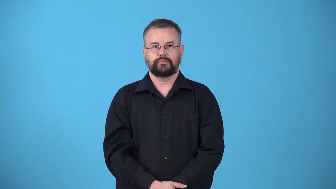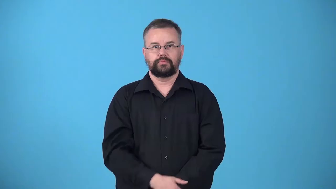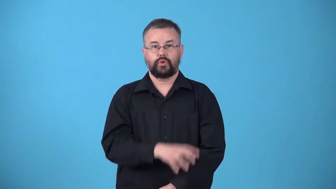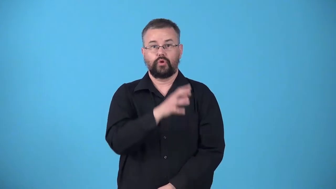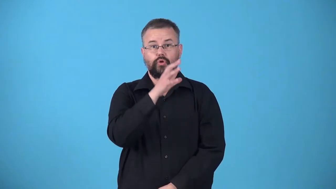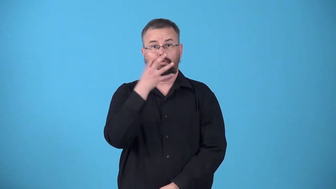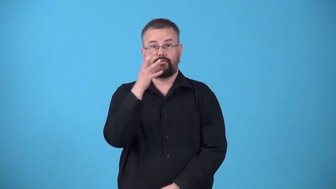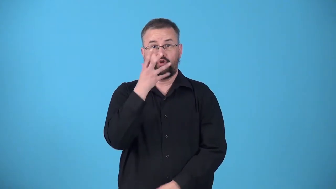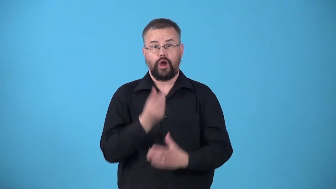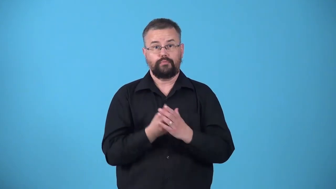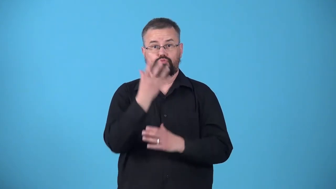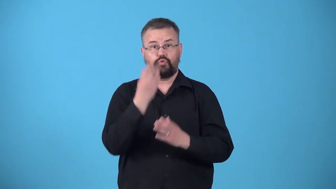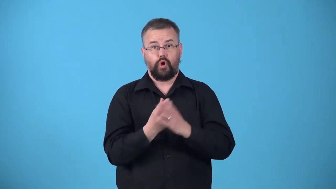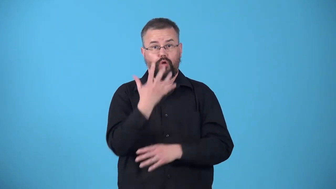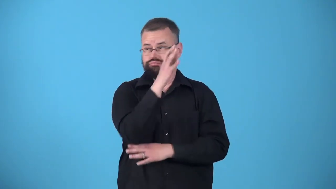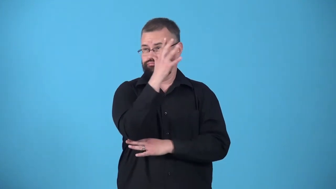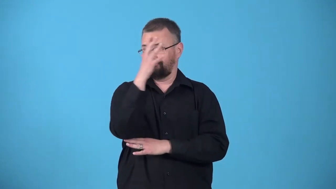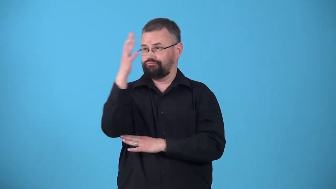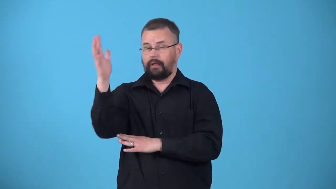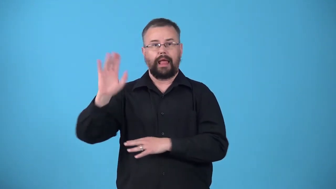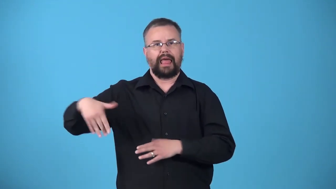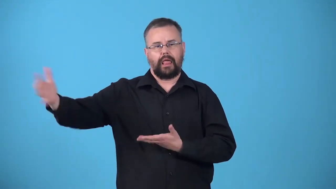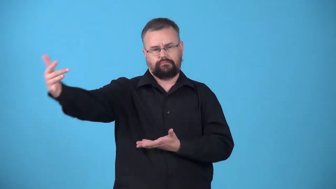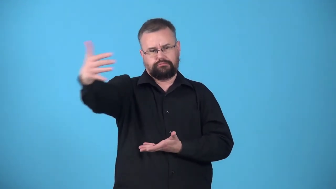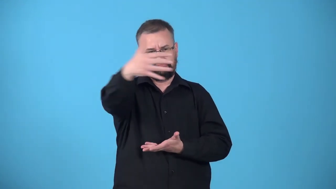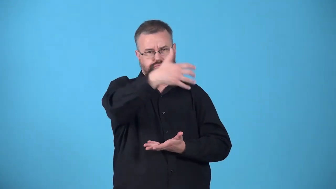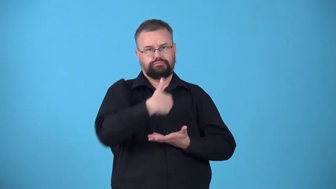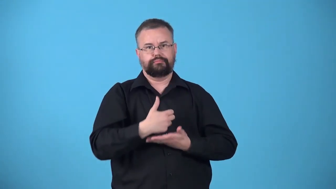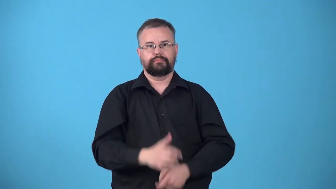unharvested